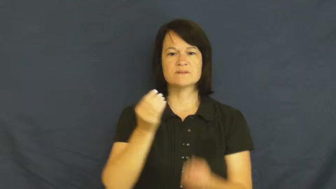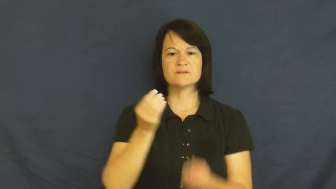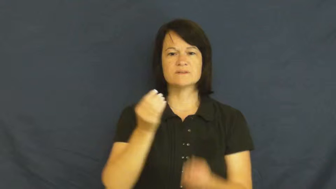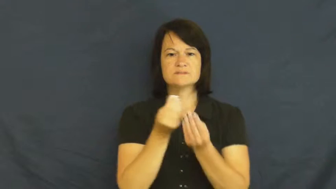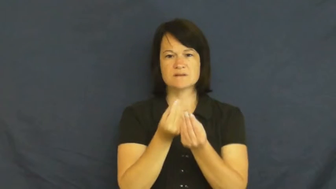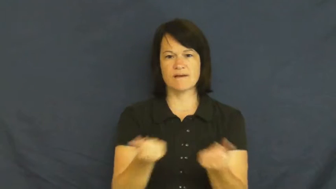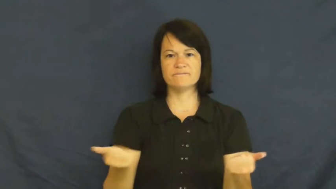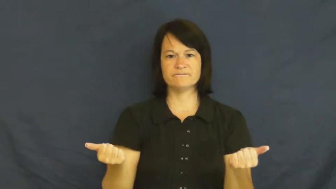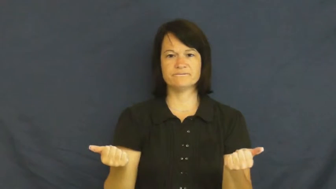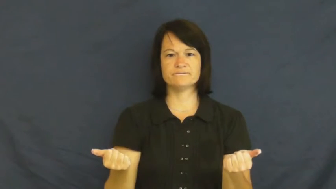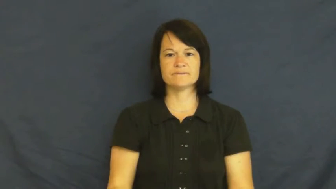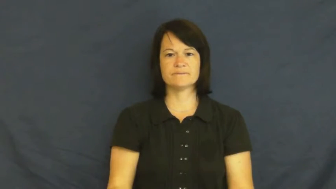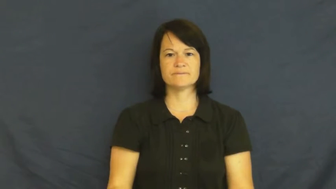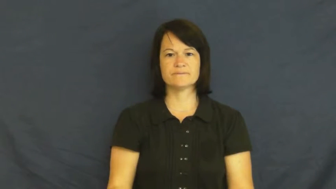cure,doctor